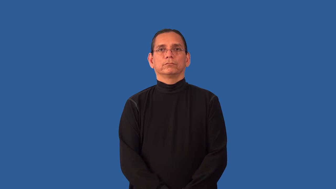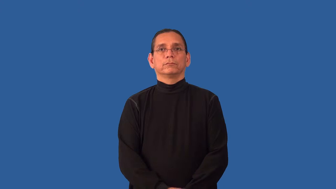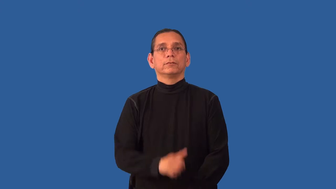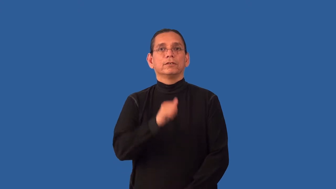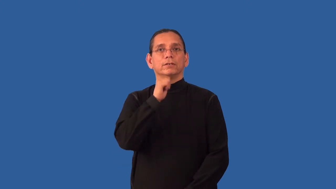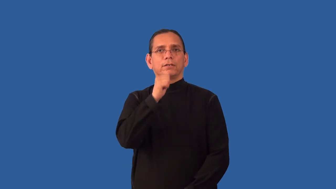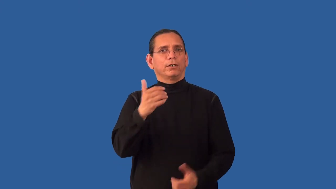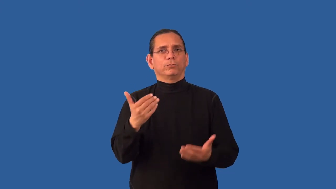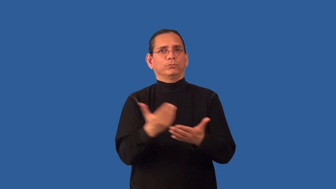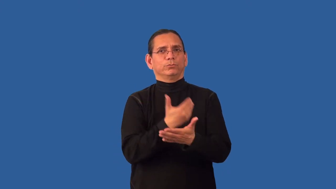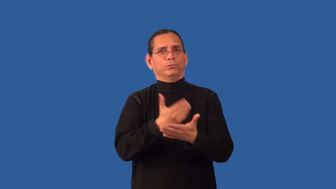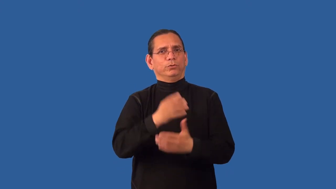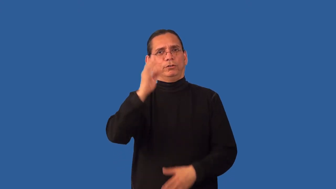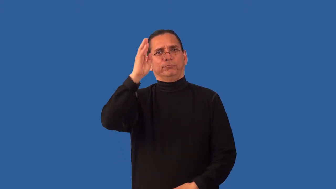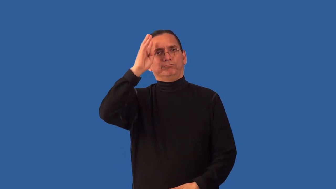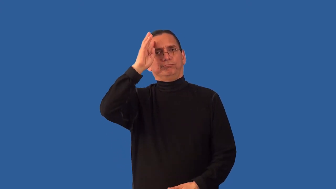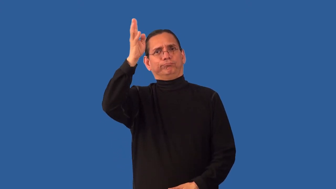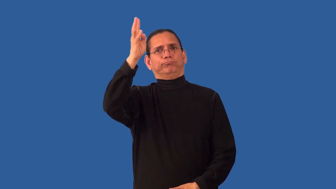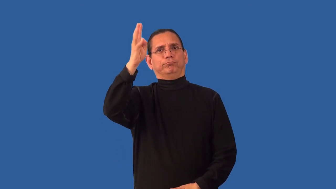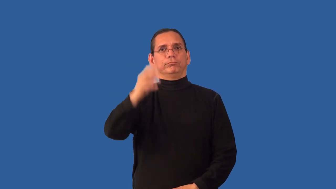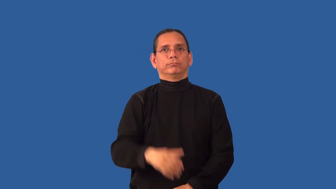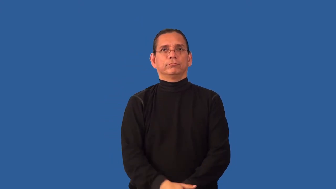unoriginal